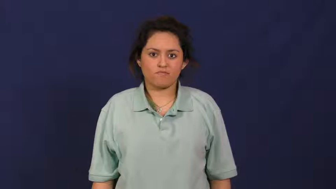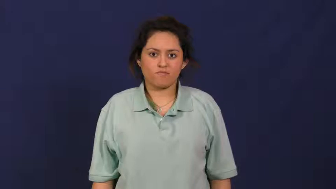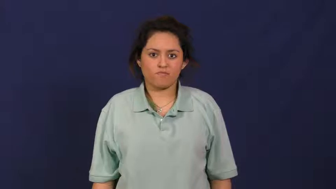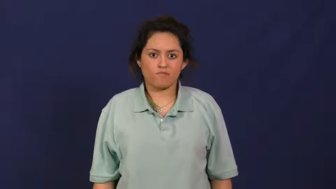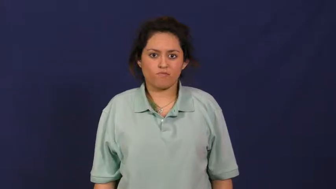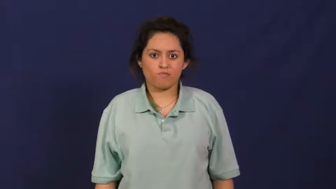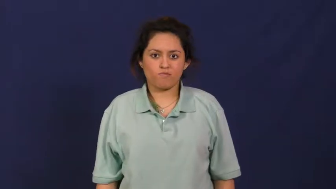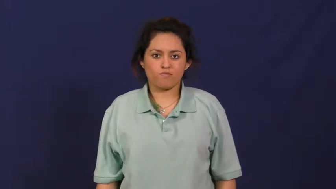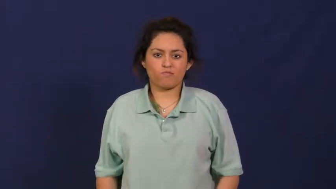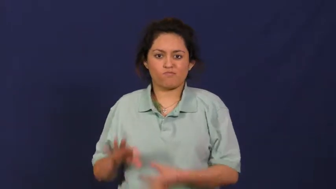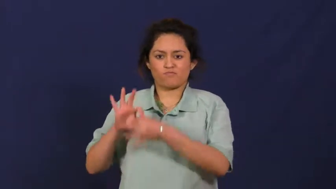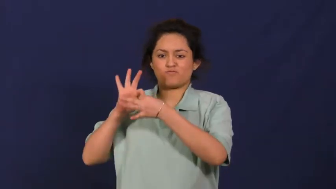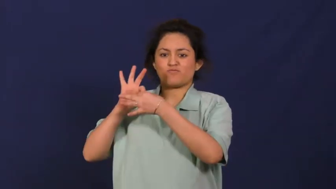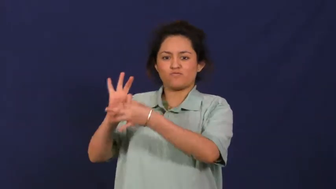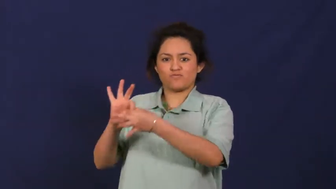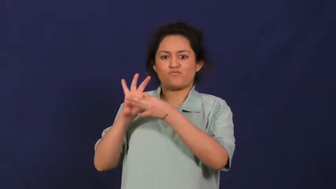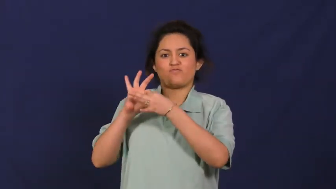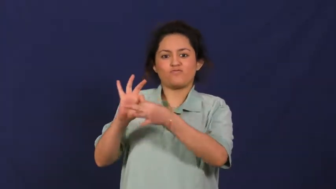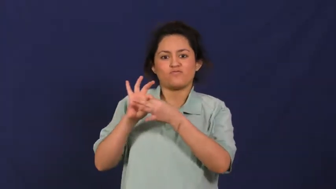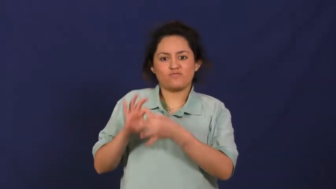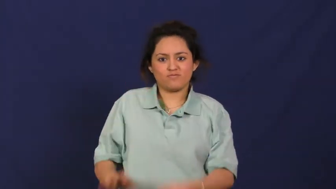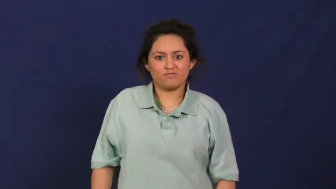pertain,appertain